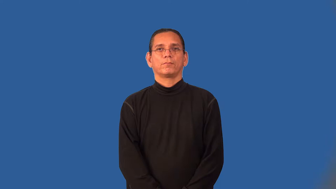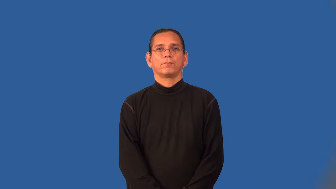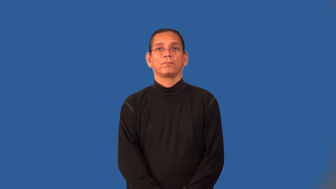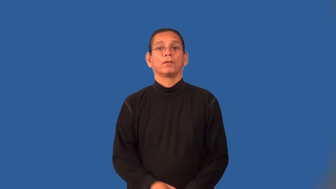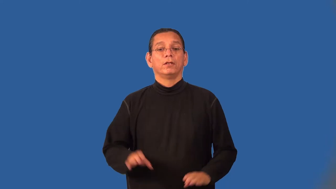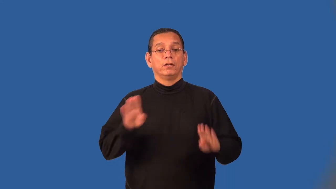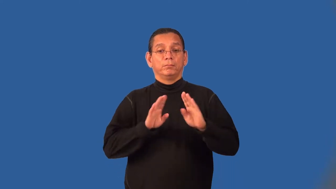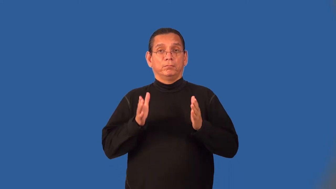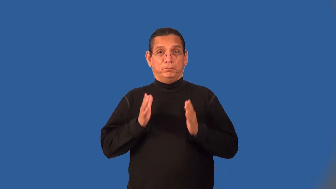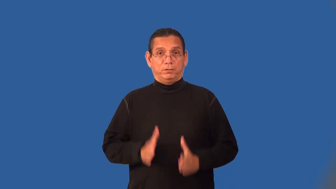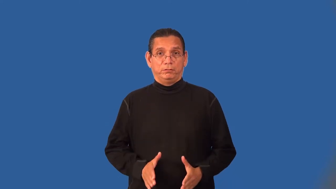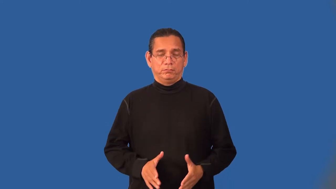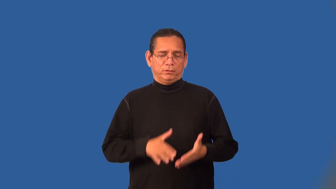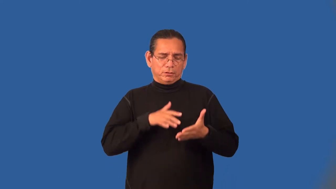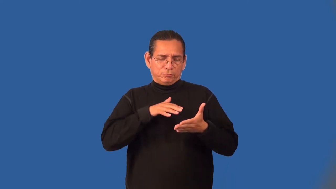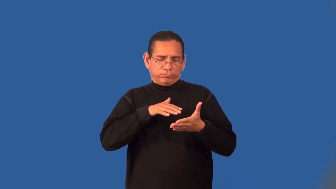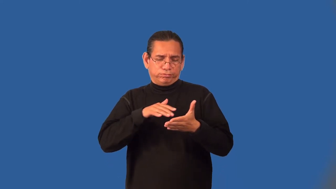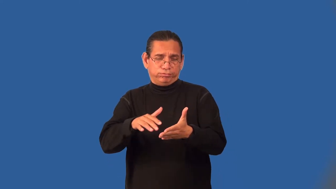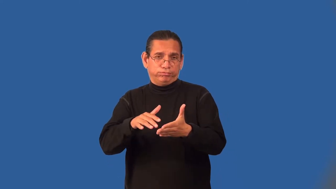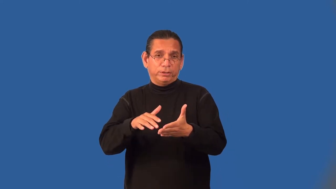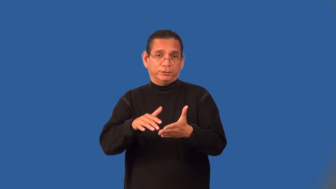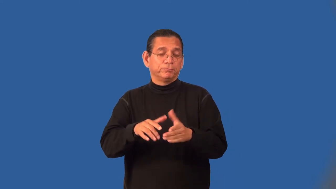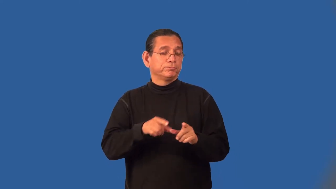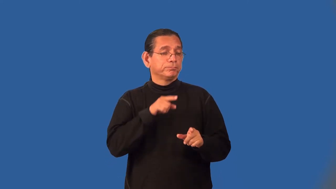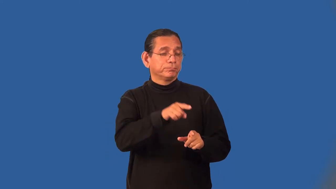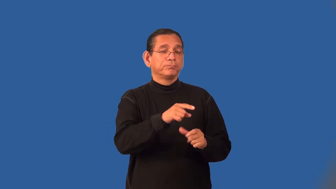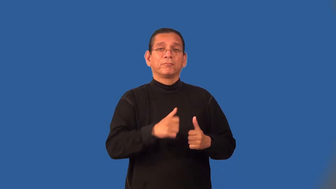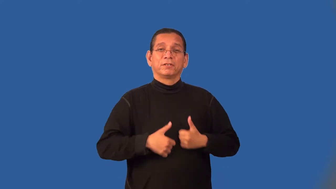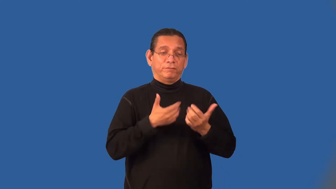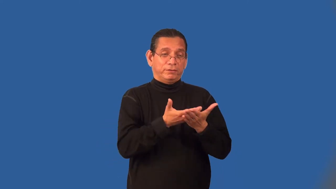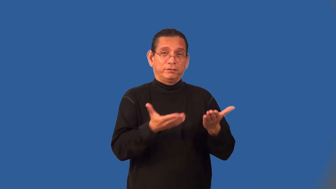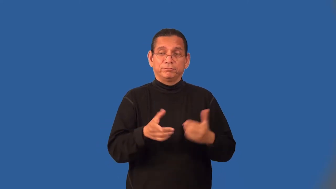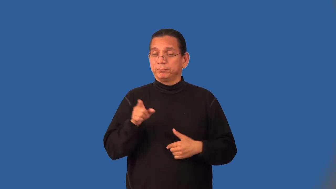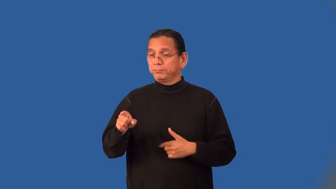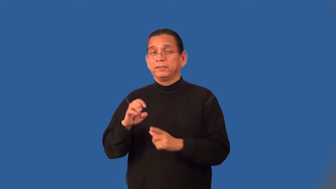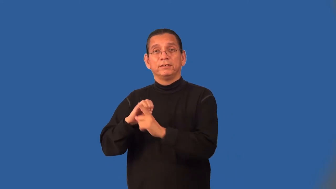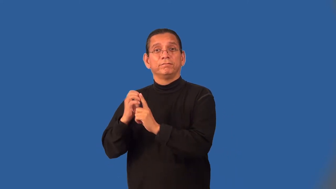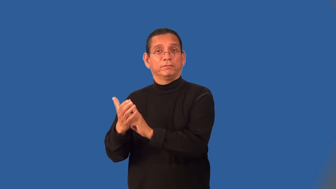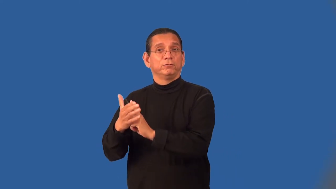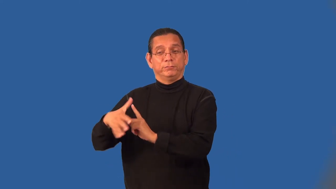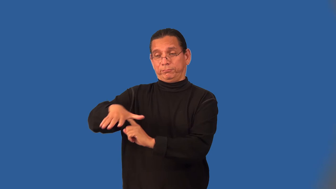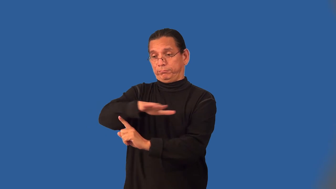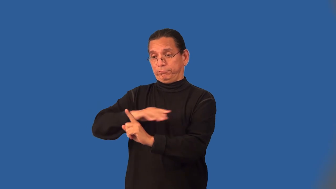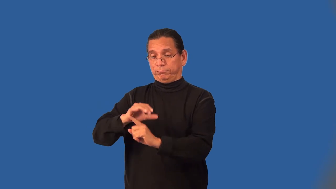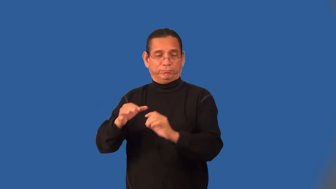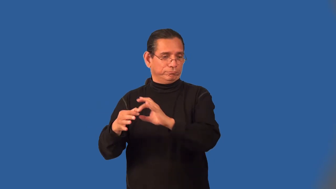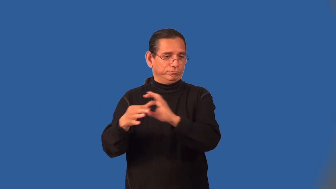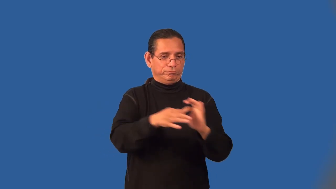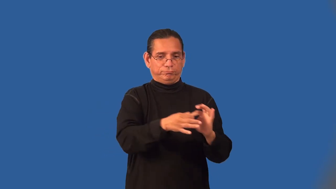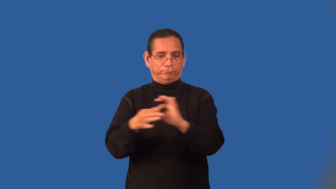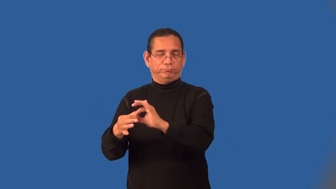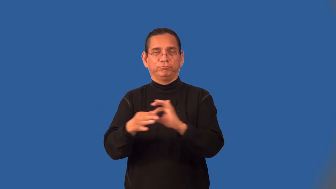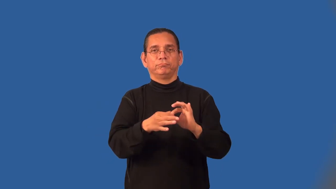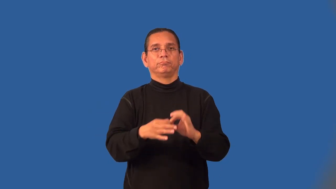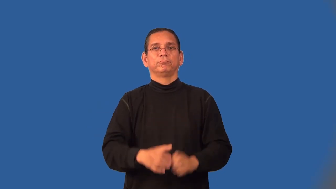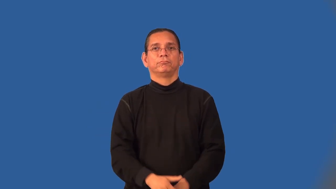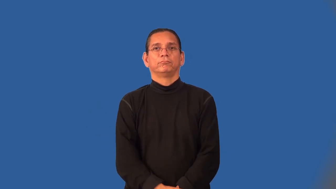ecologist